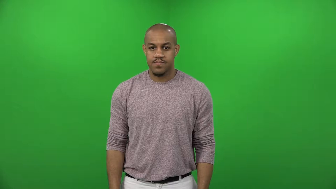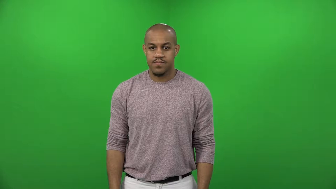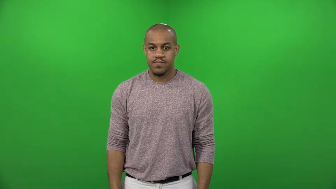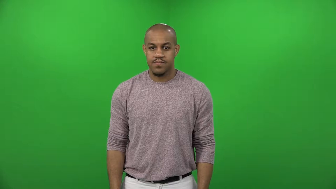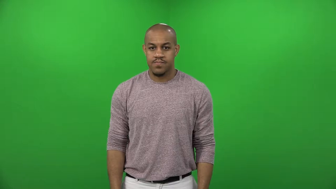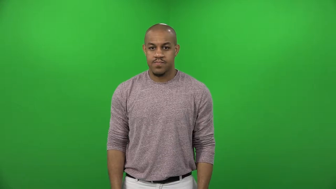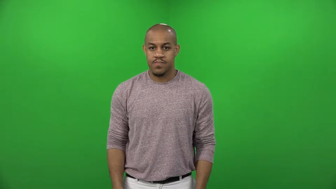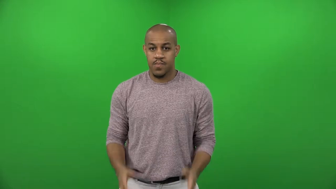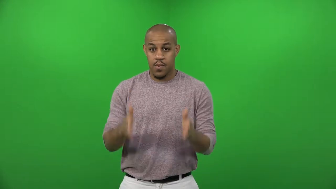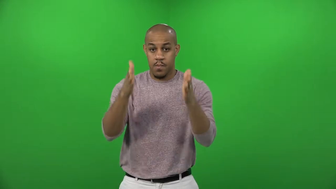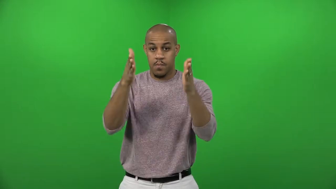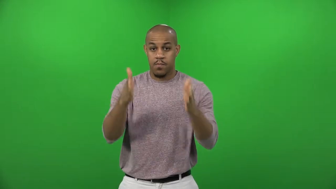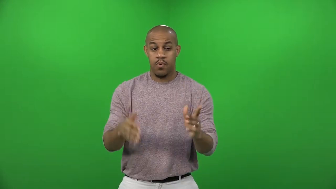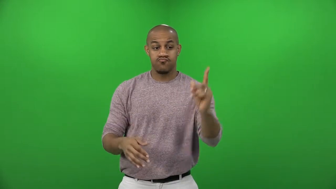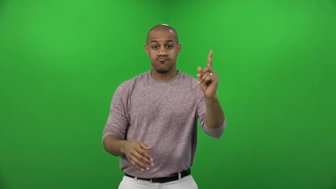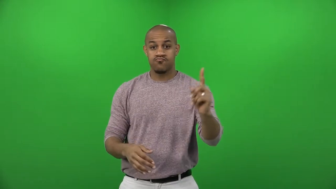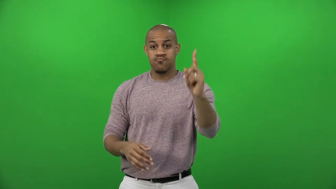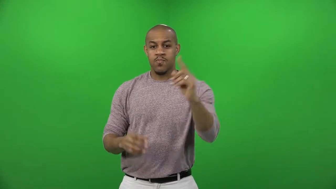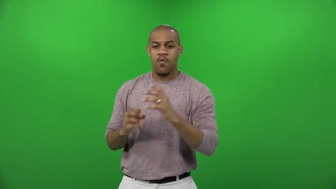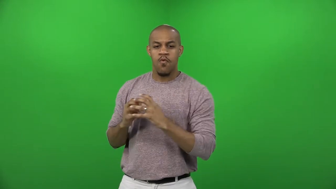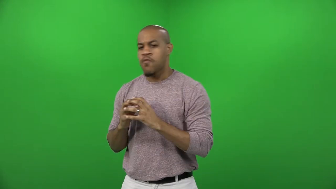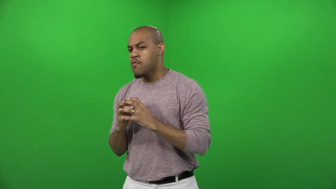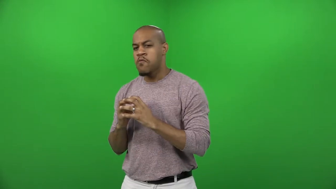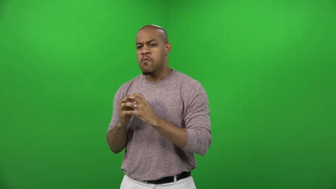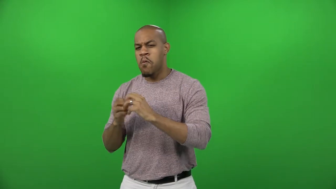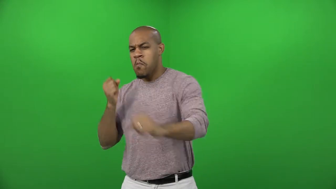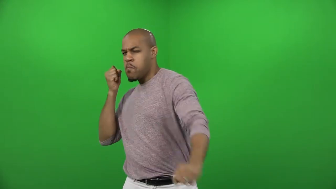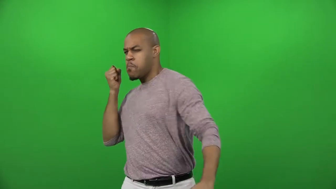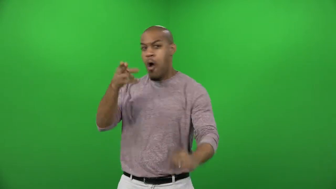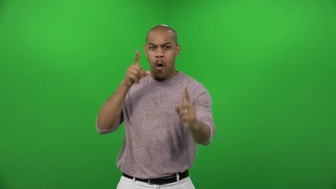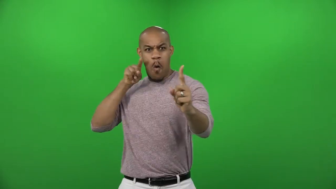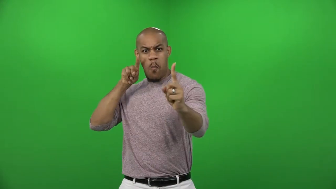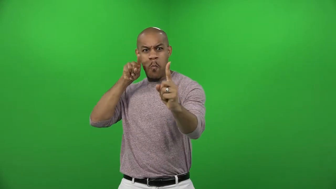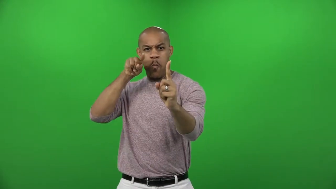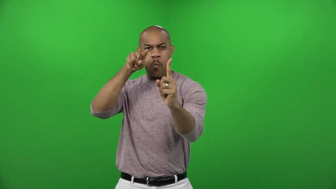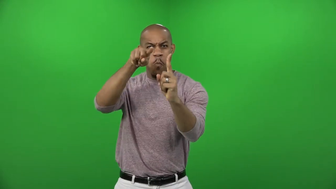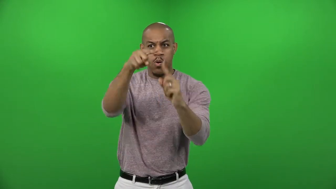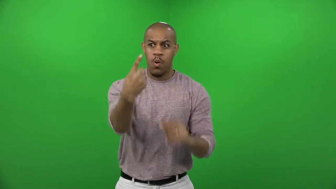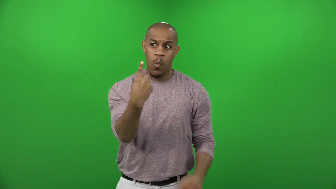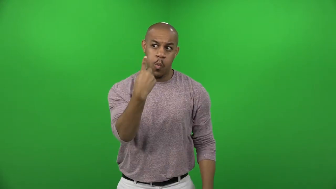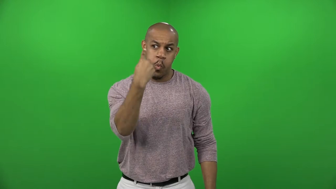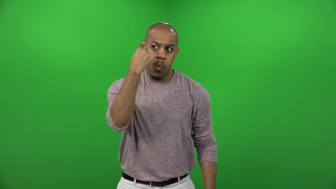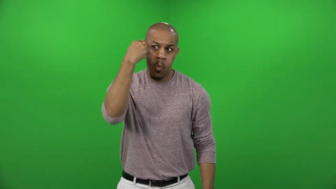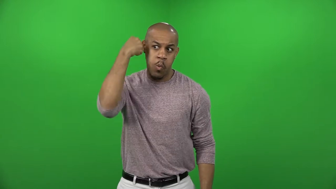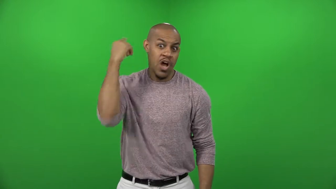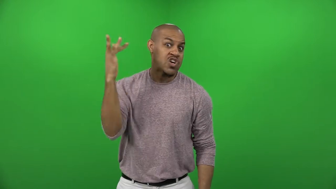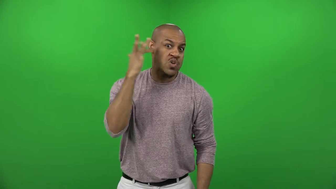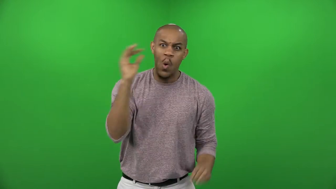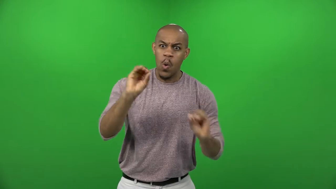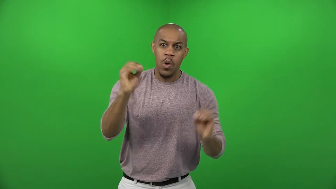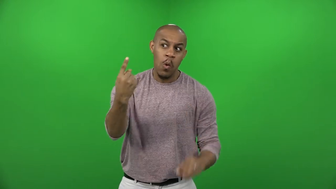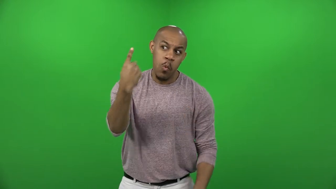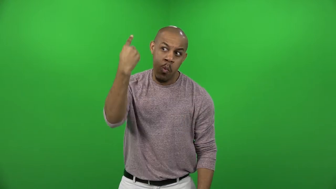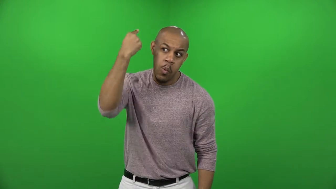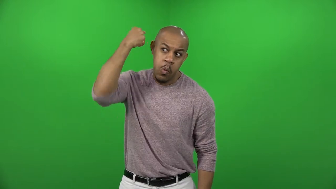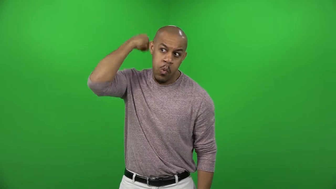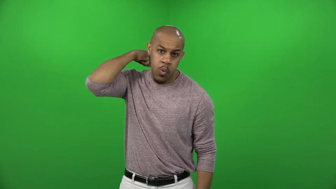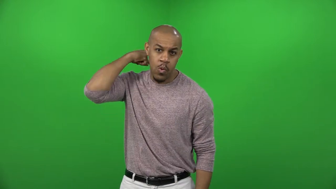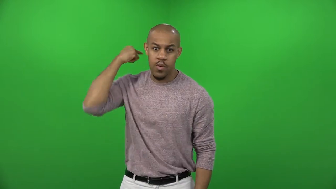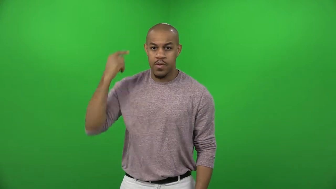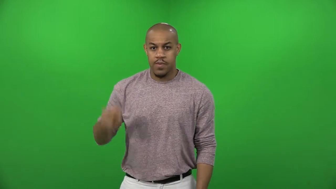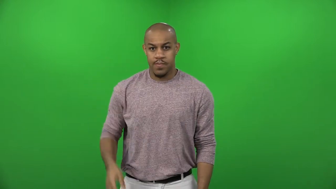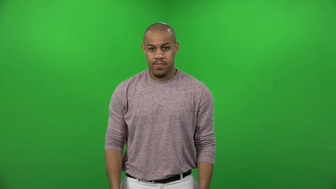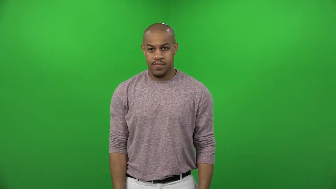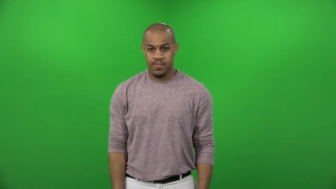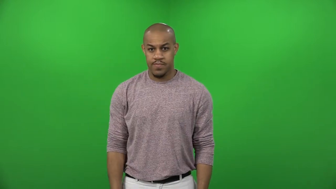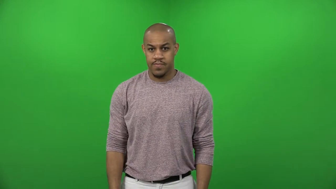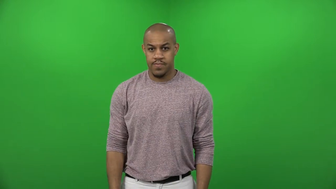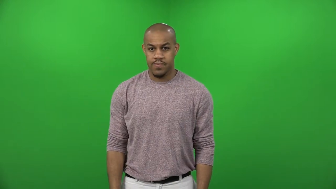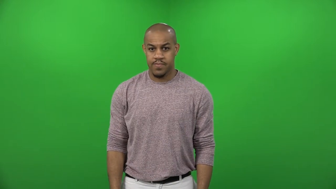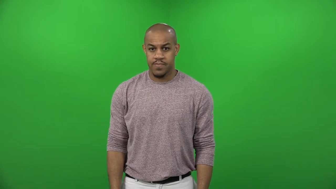cleanly,nearly